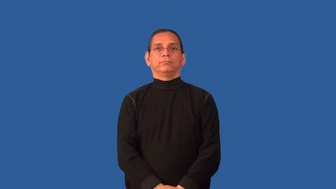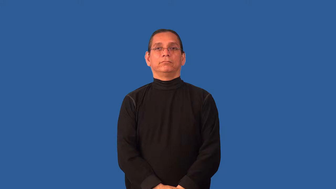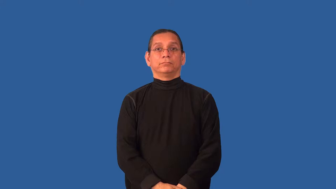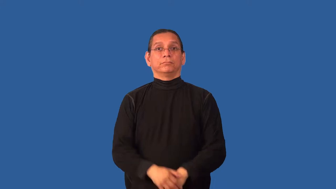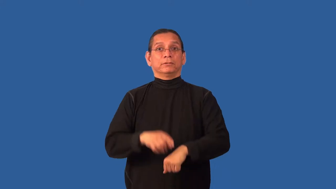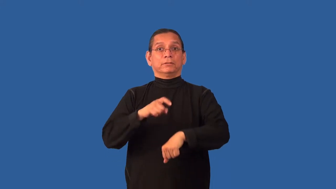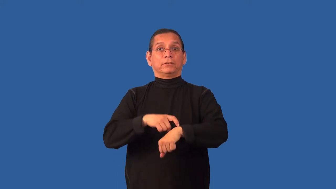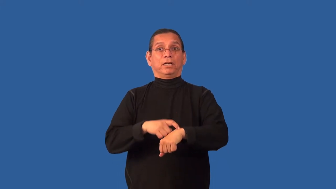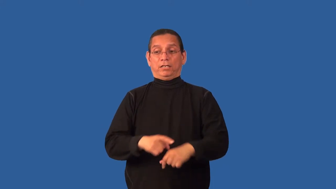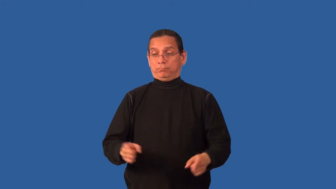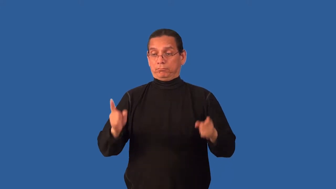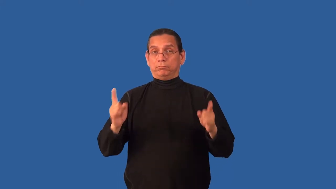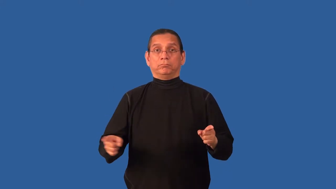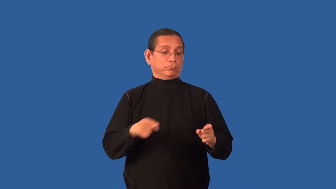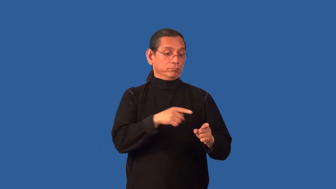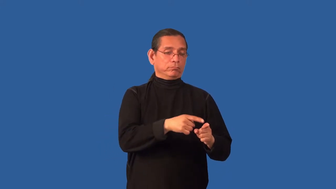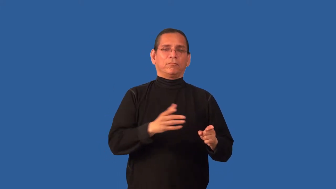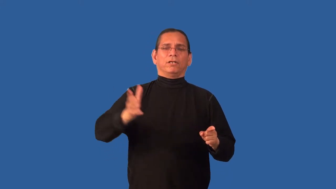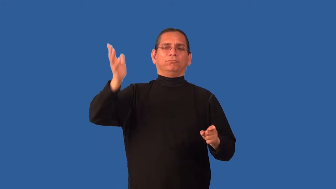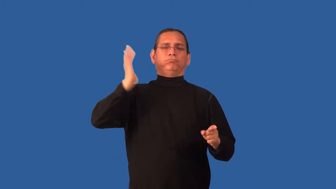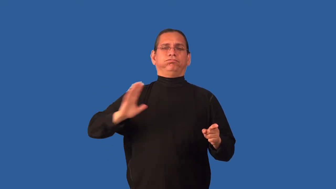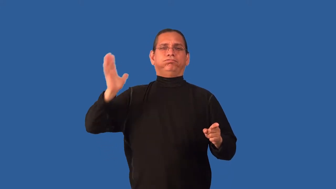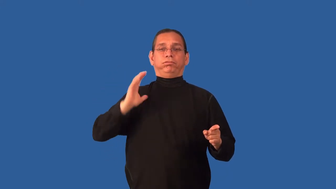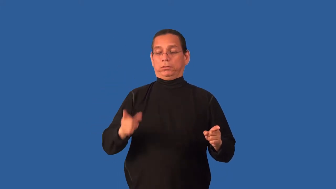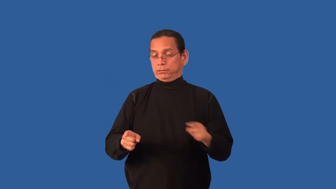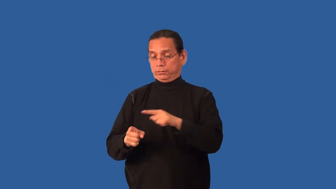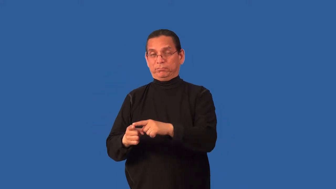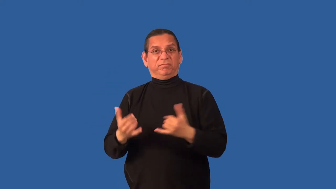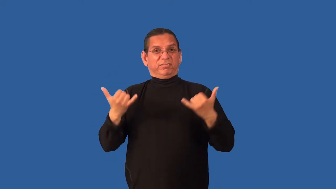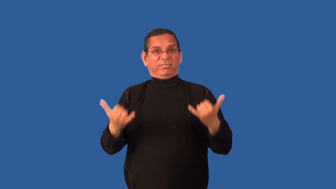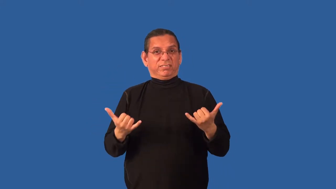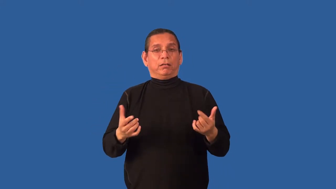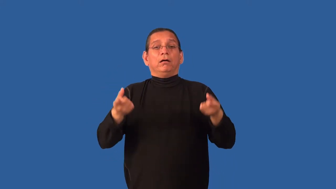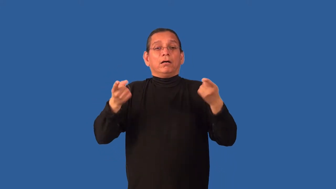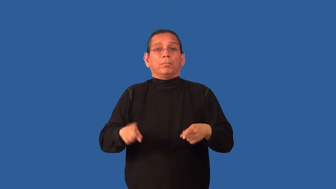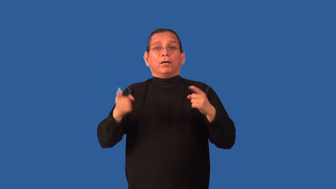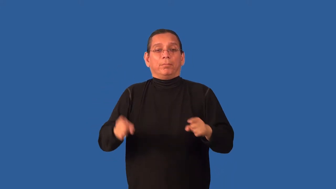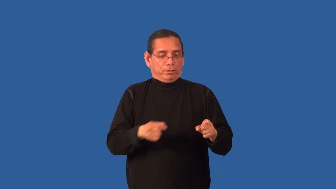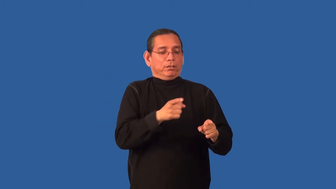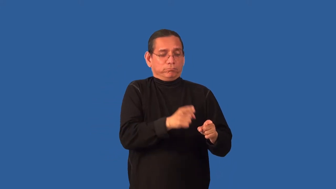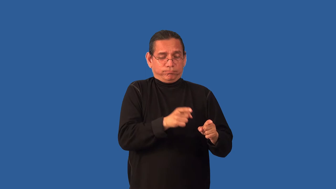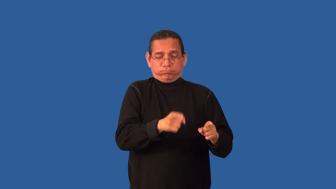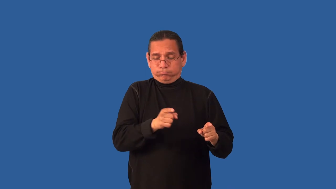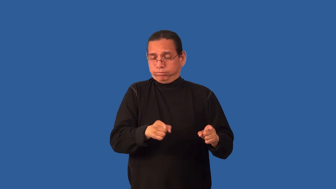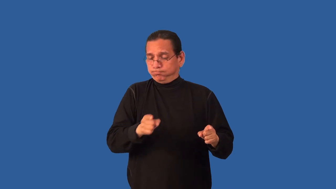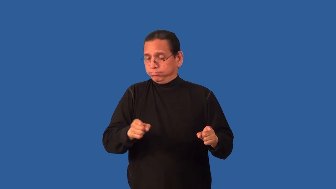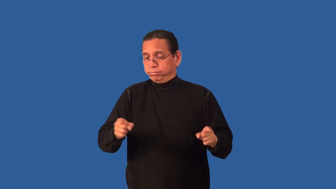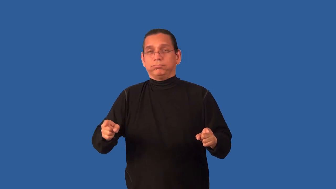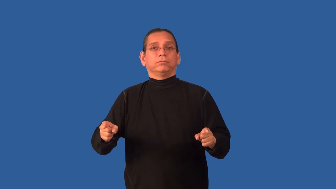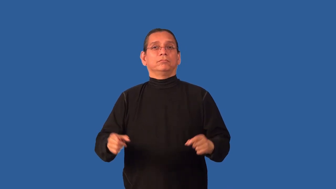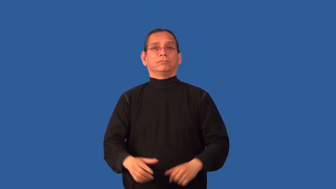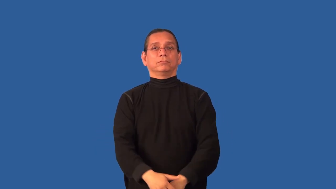chronology